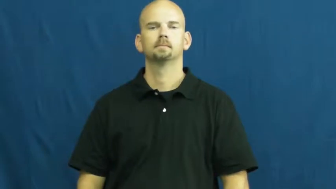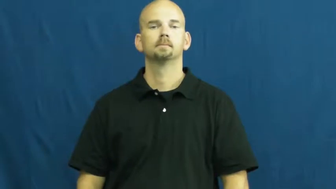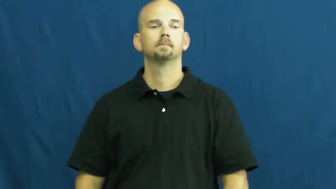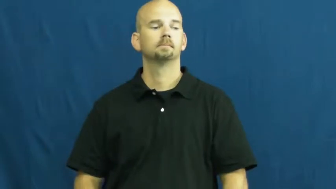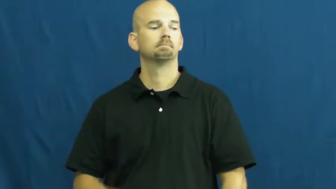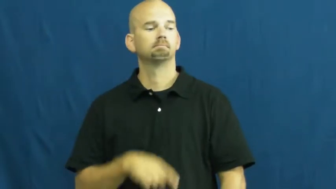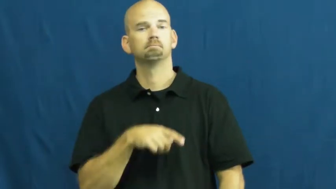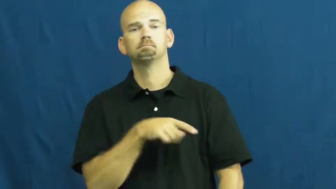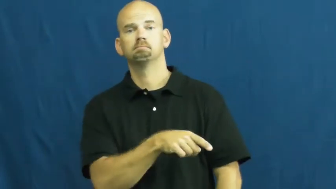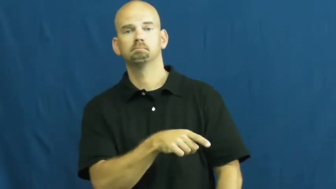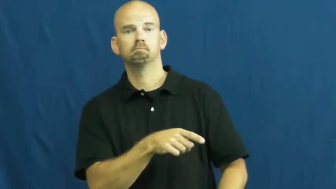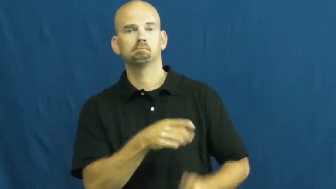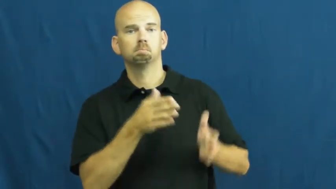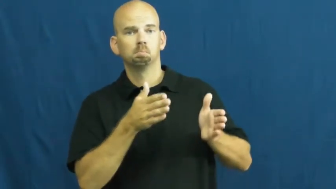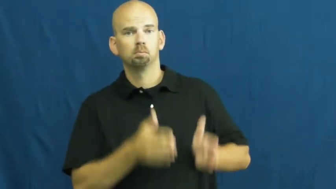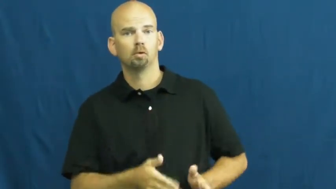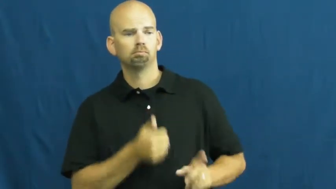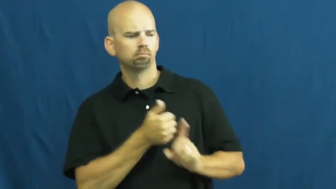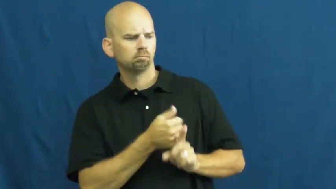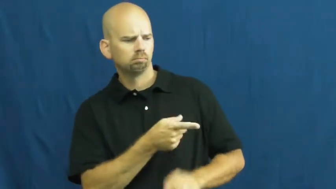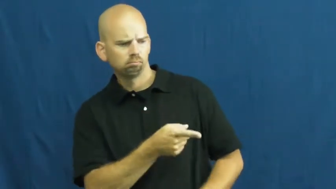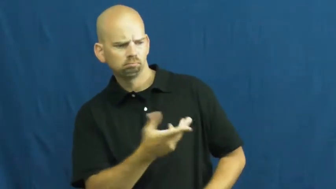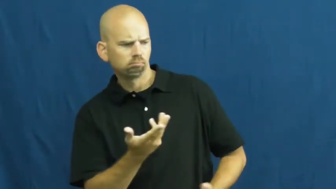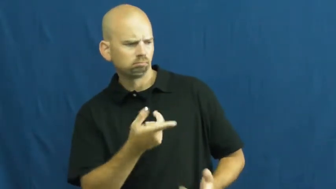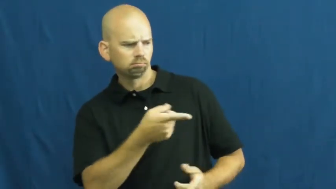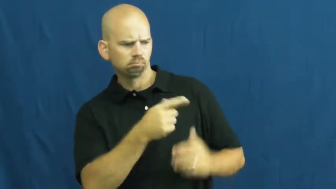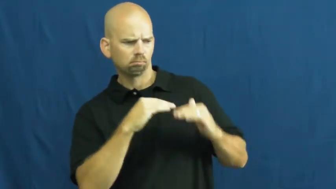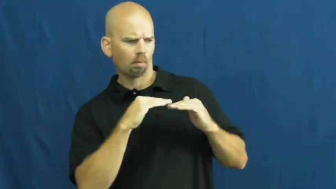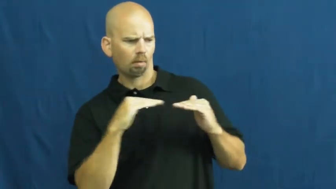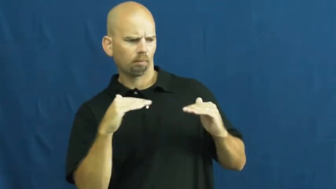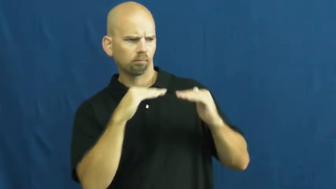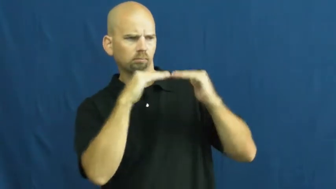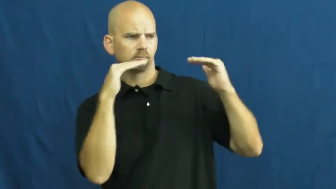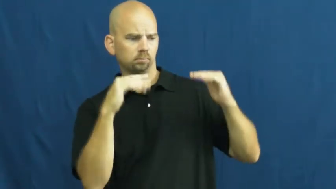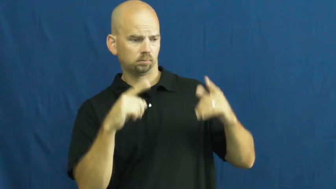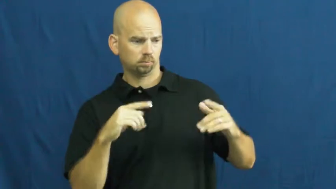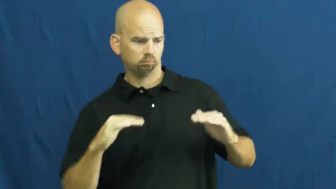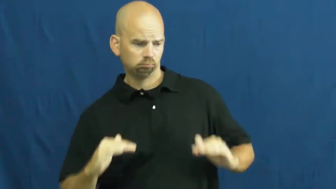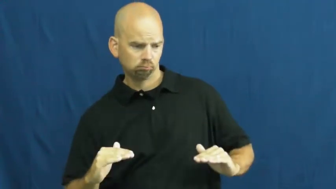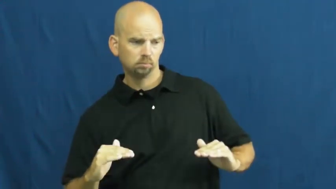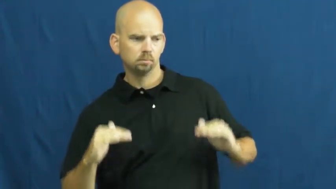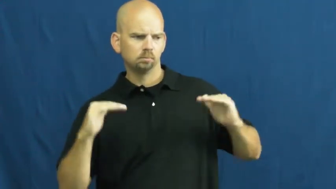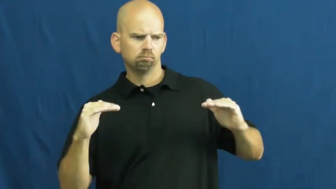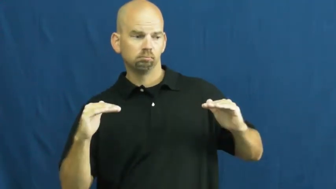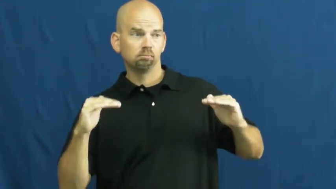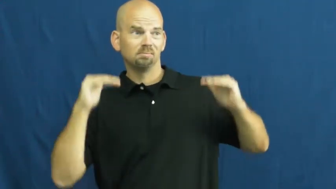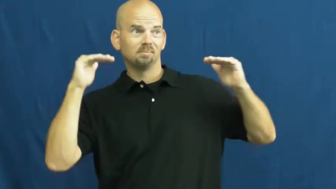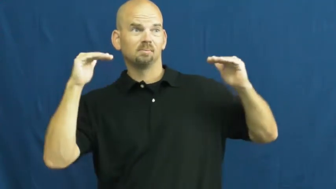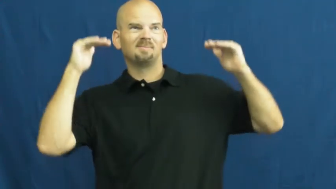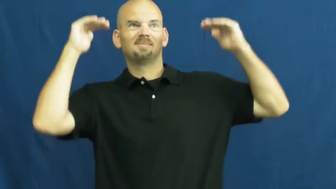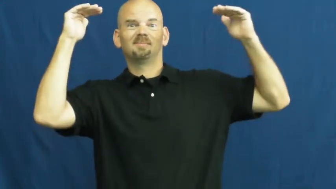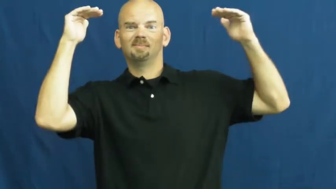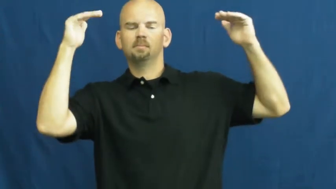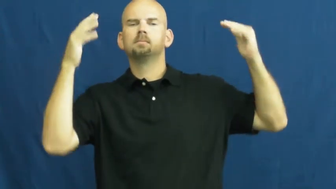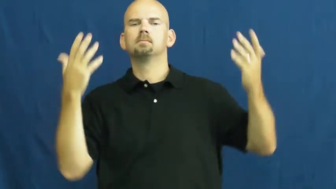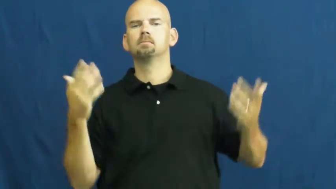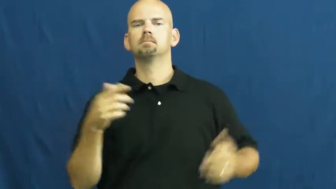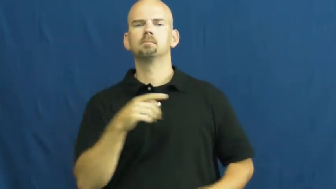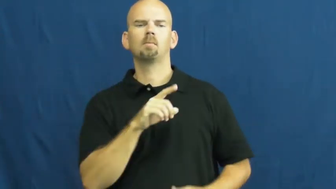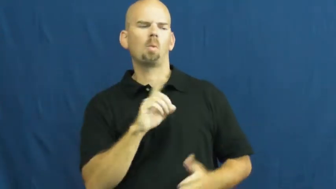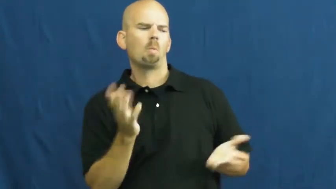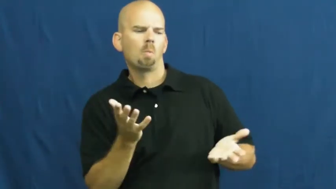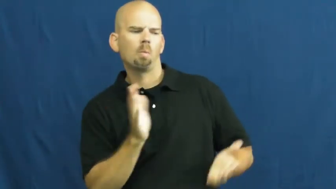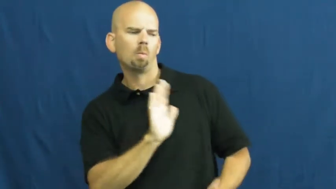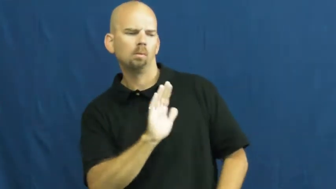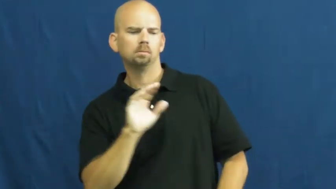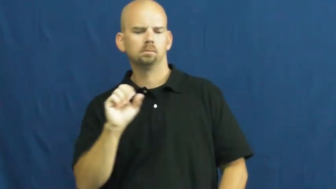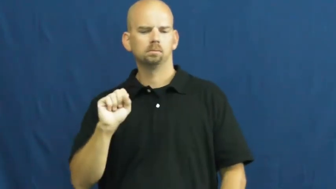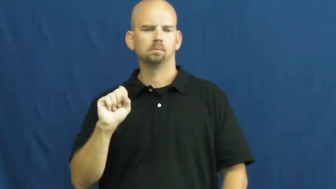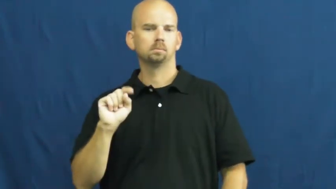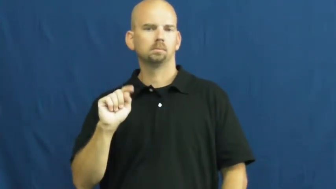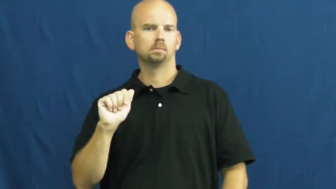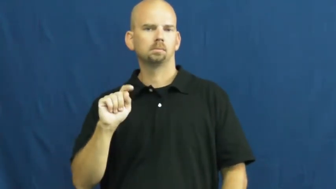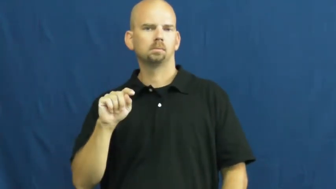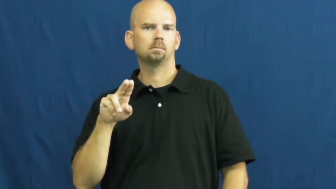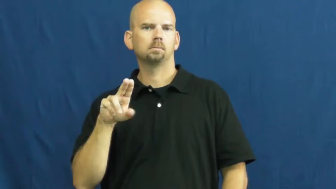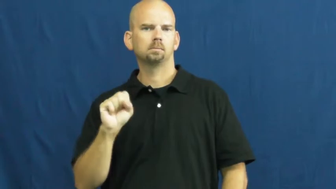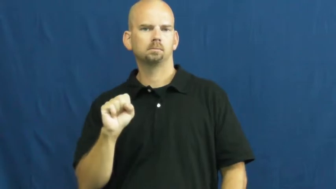status-person